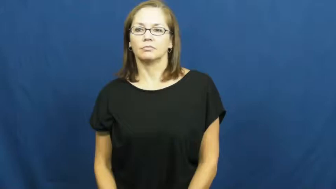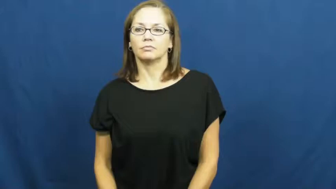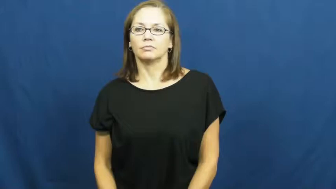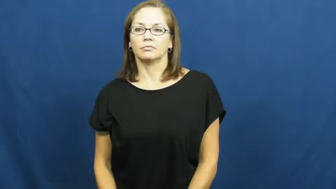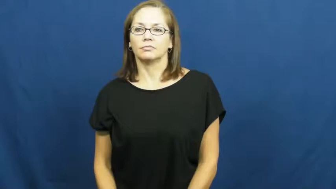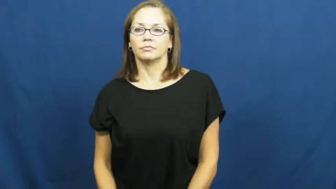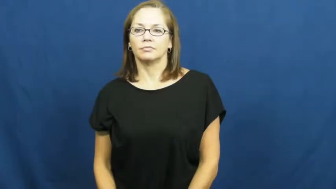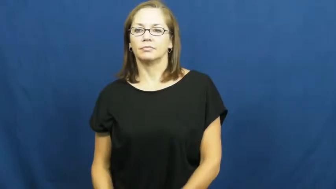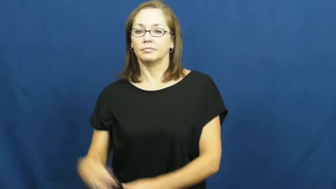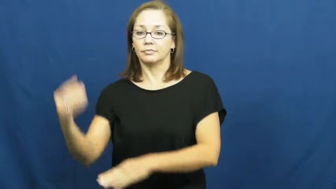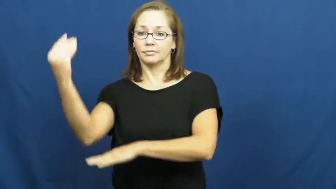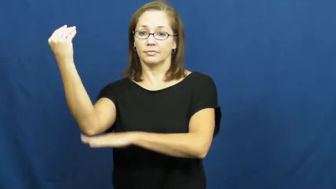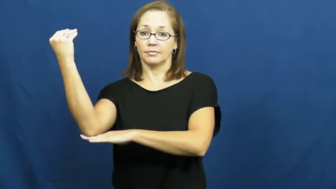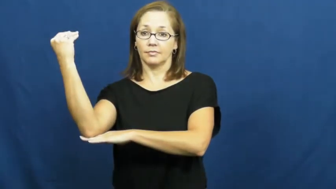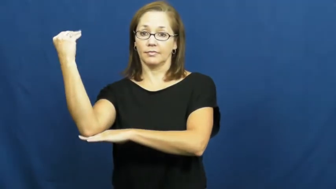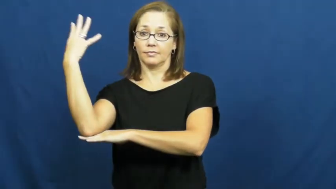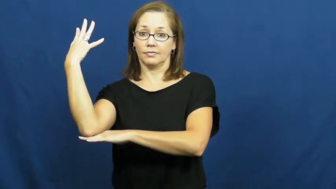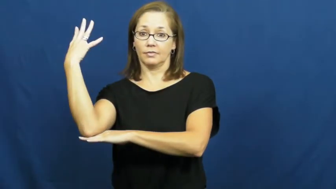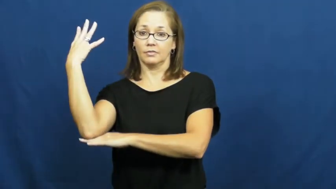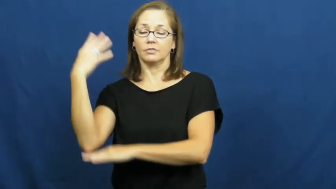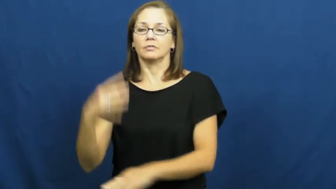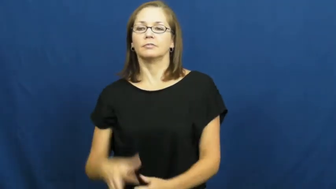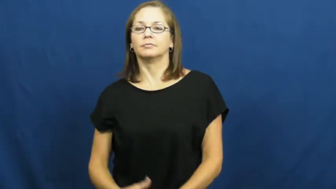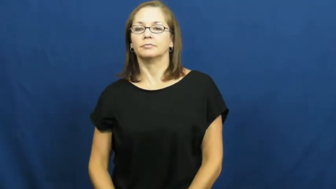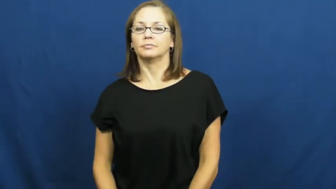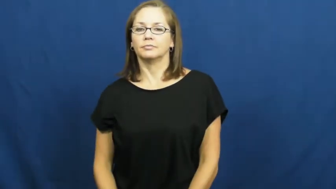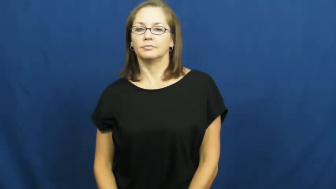overhead-projector